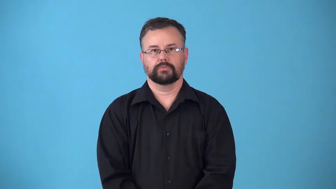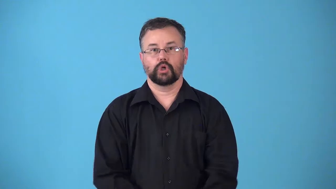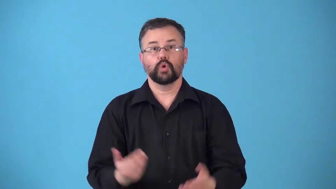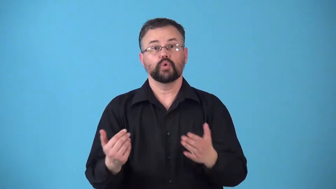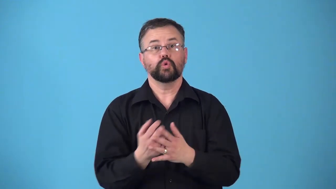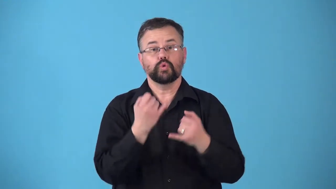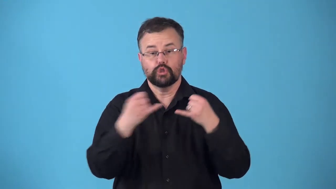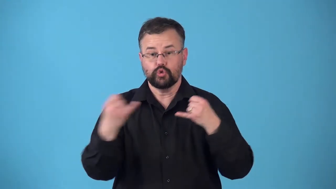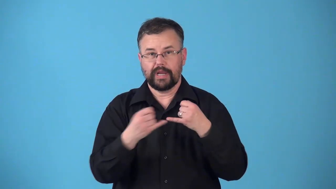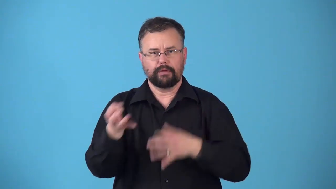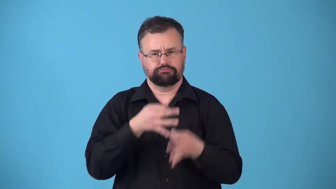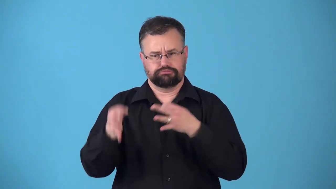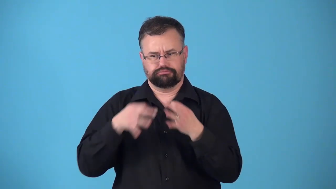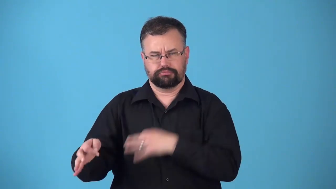restring,relace